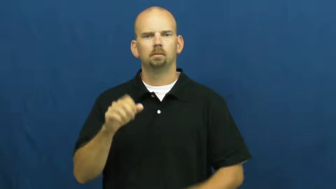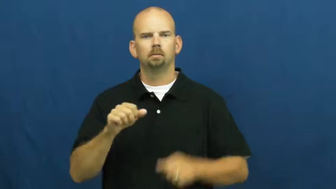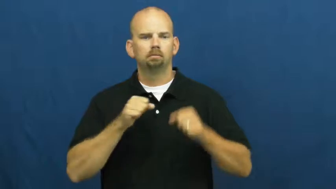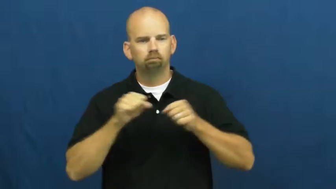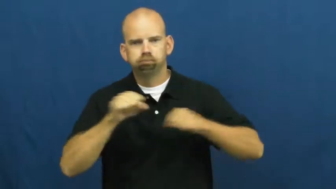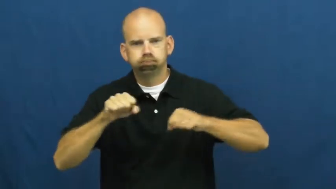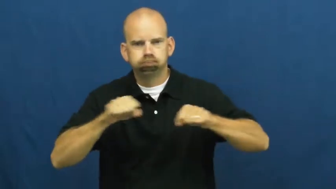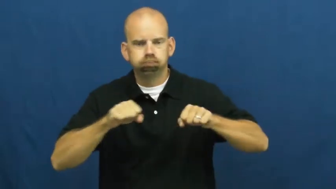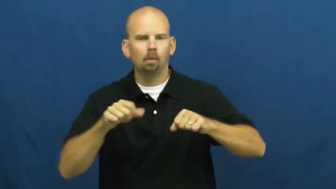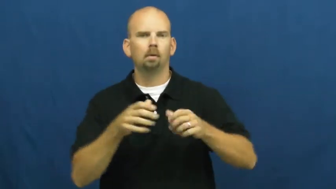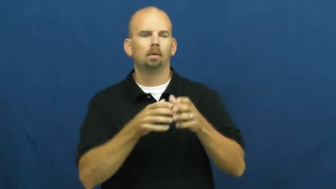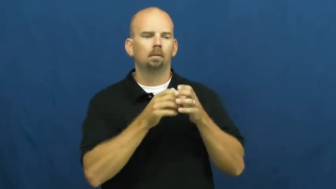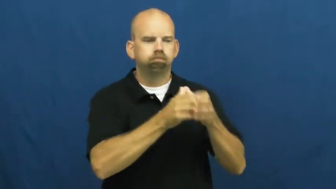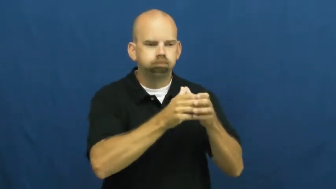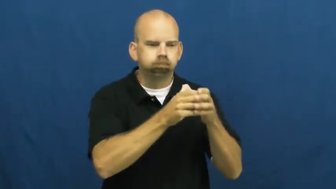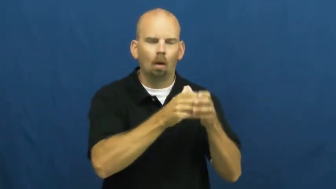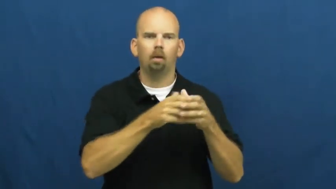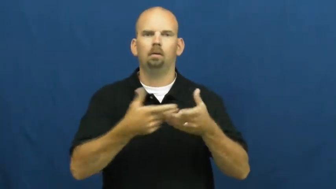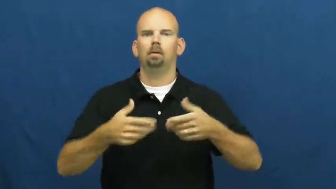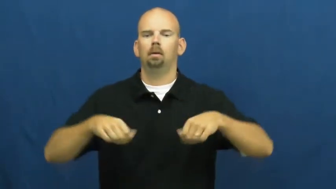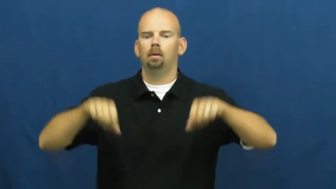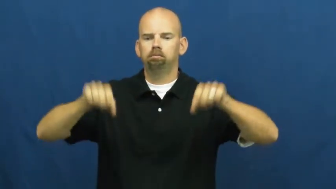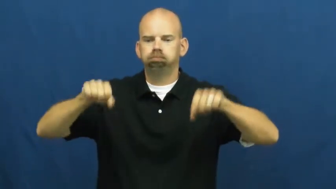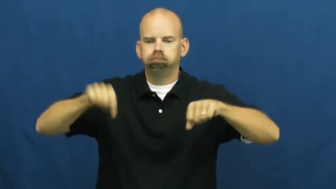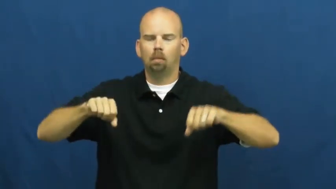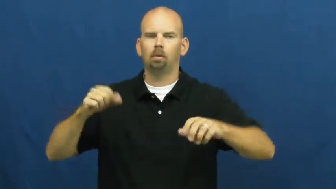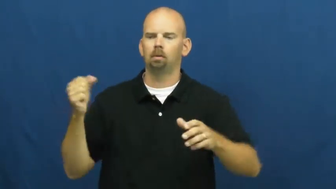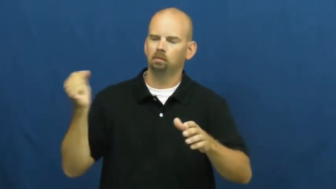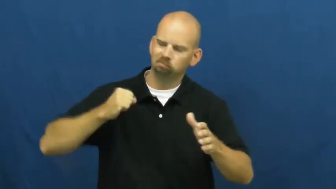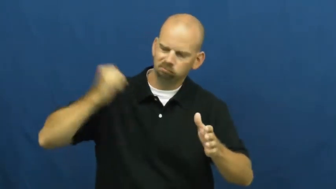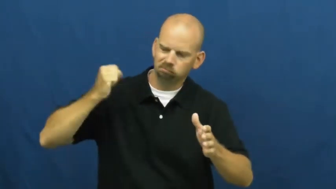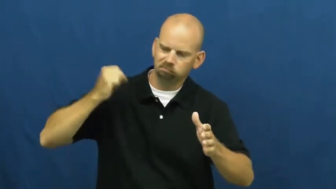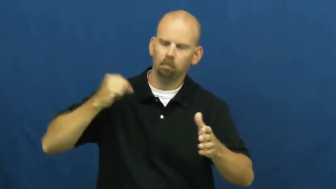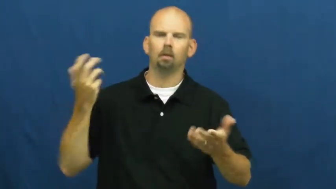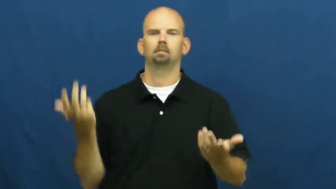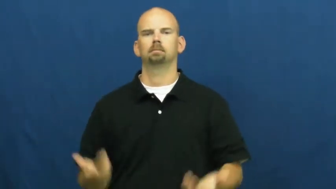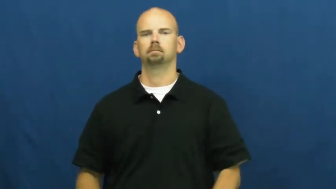shake,agitate